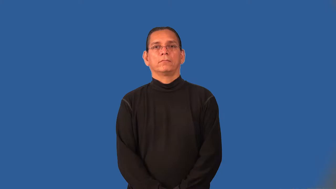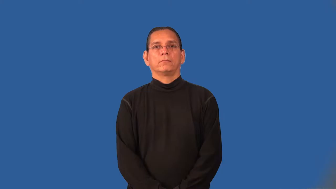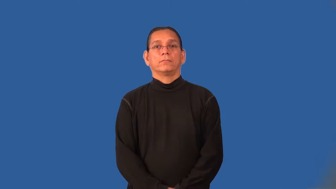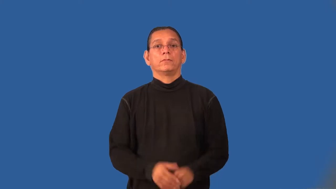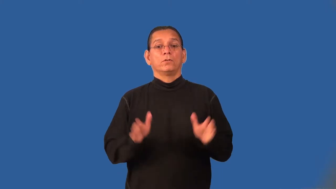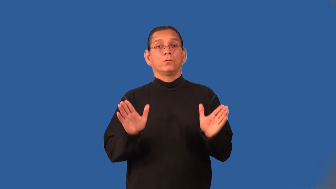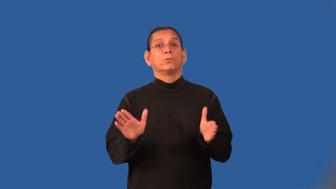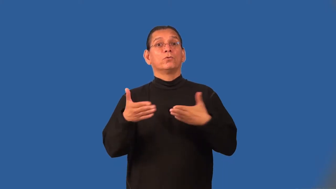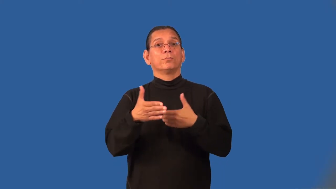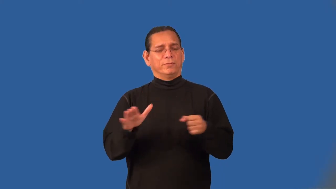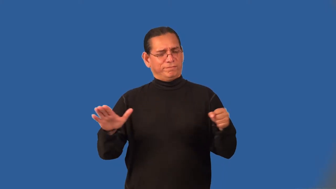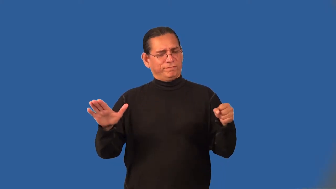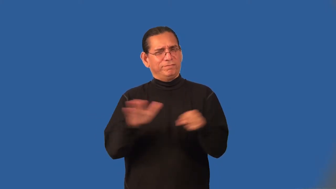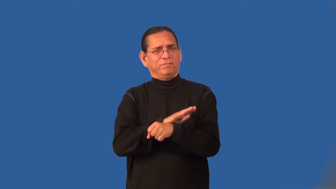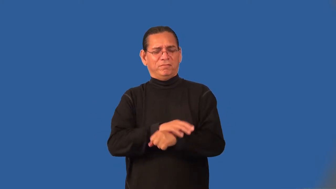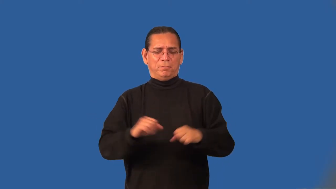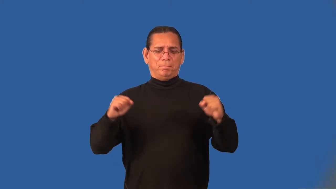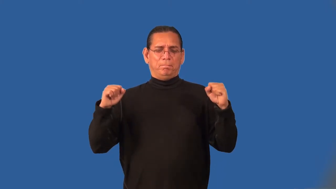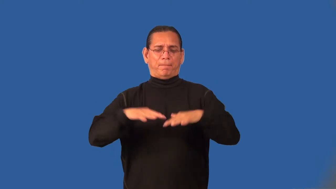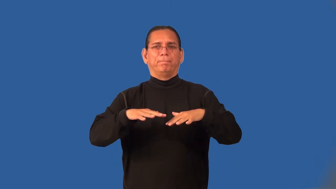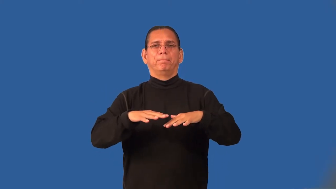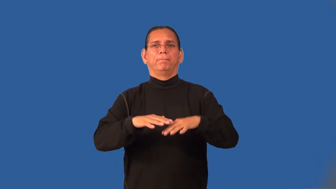roomful-people